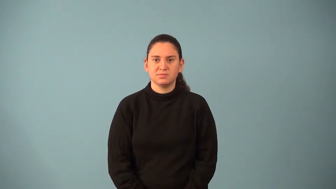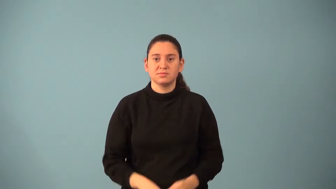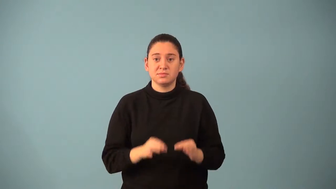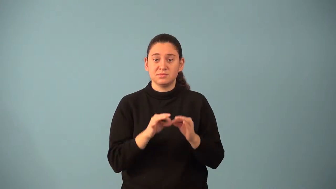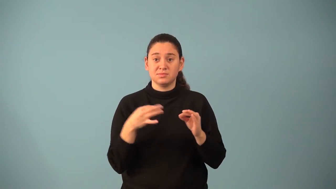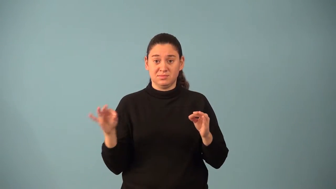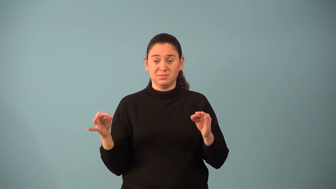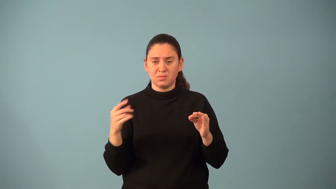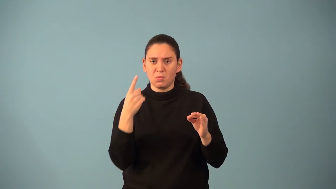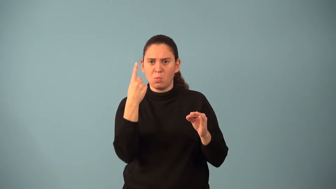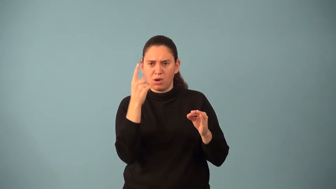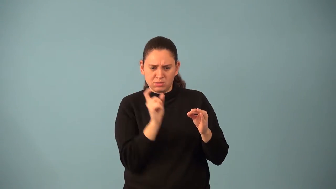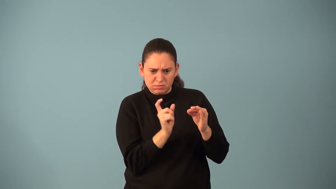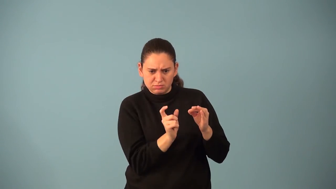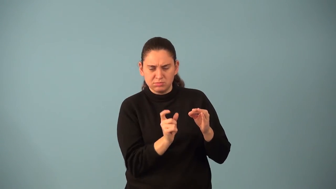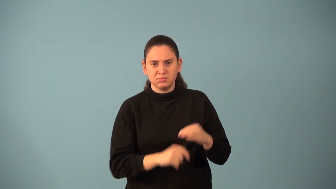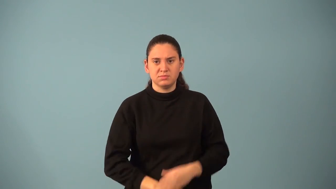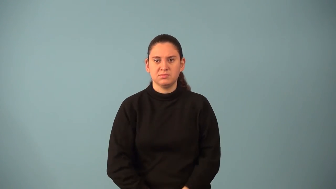monomial